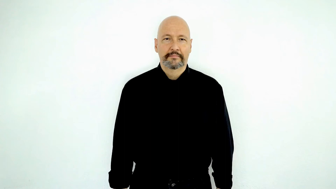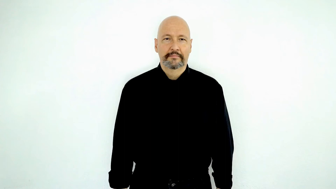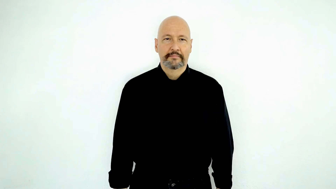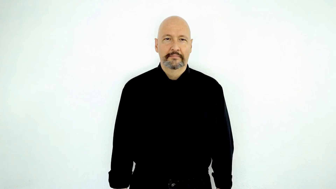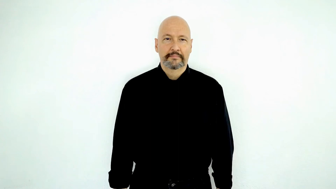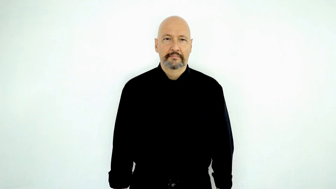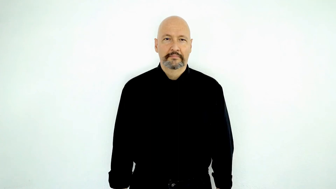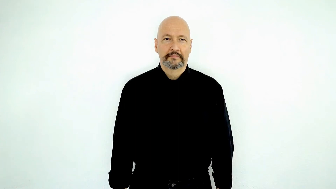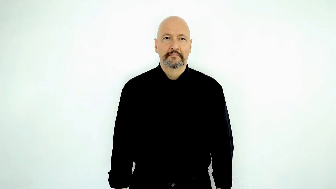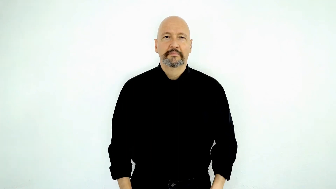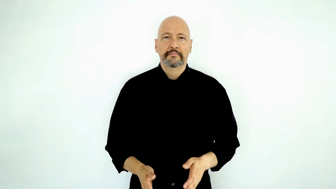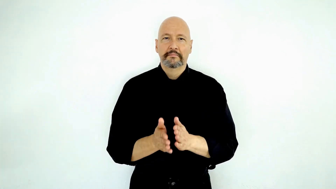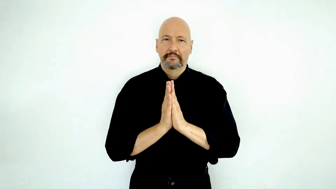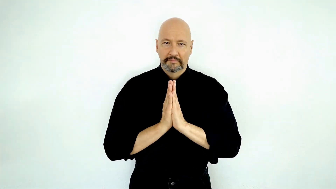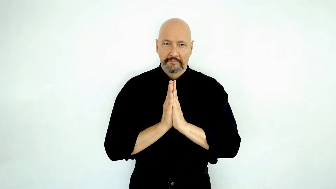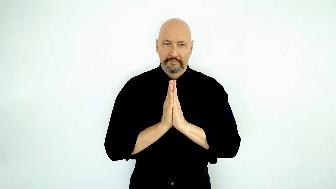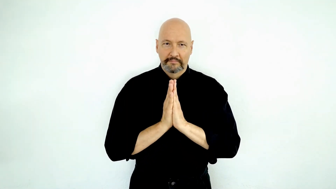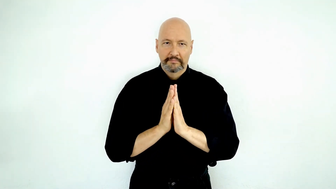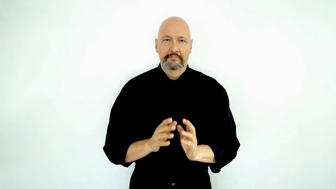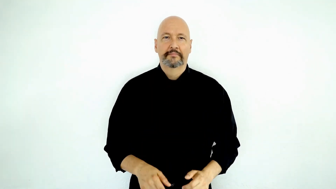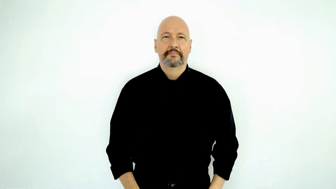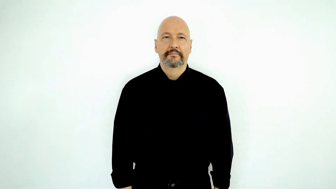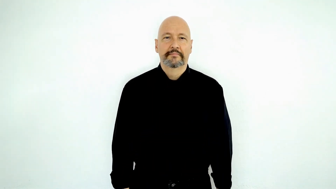request-[ASK]